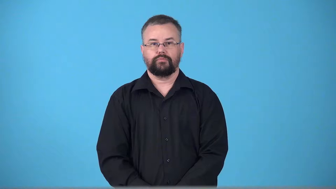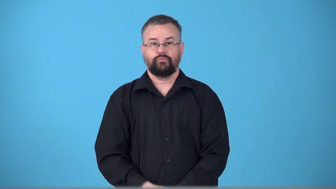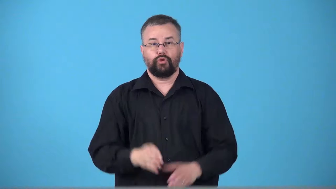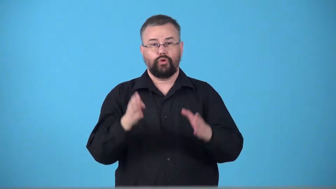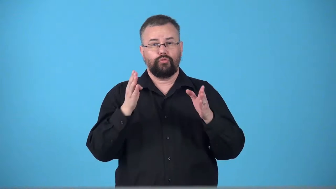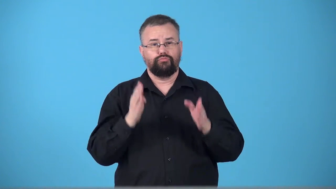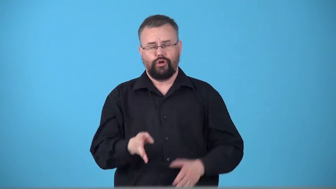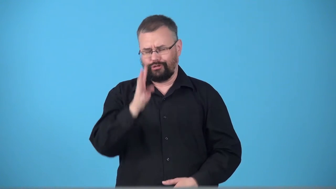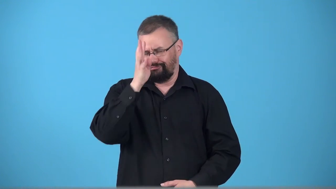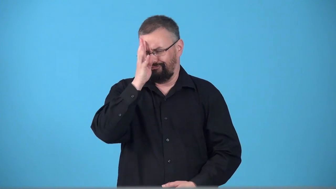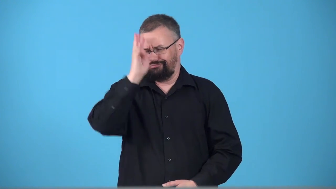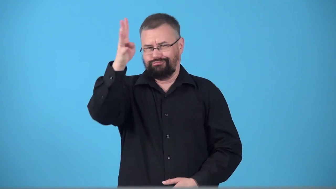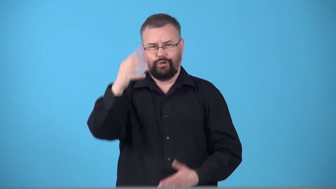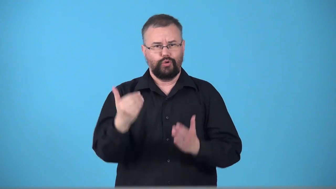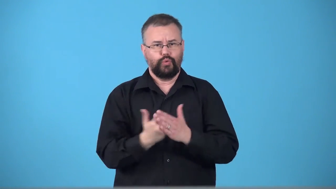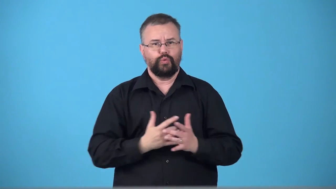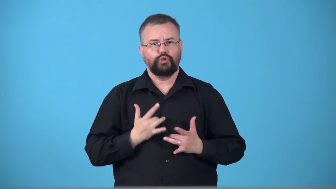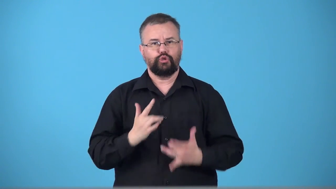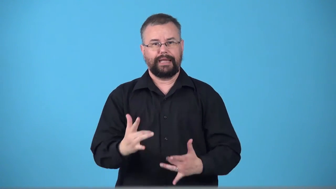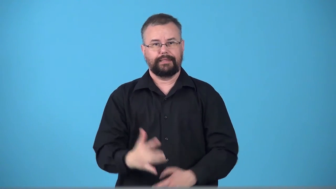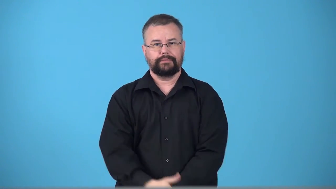trendsetter,pacesetter